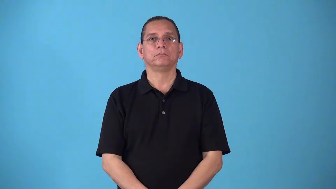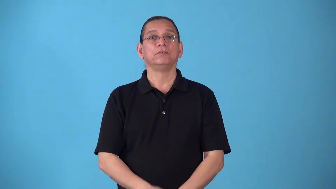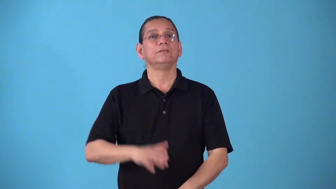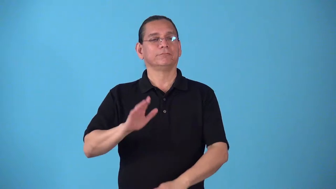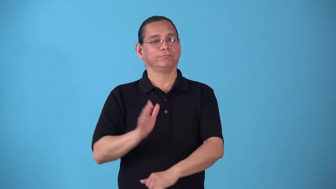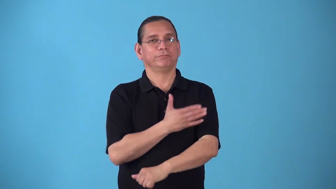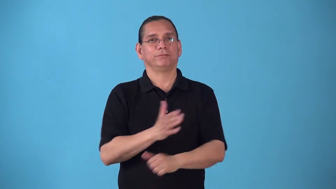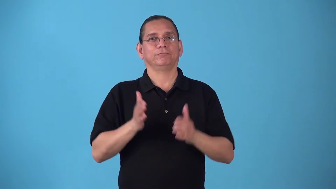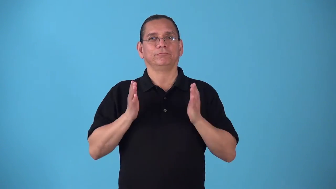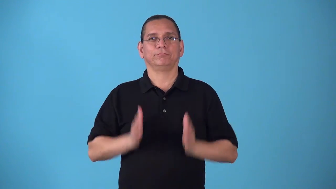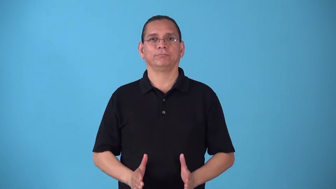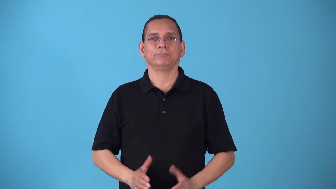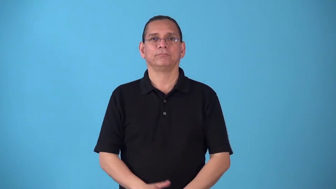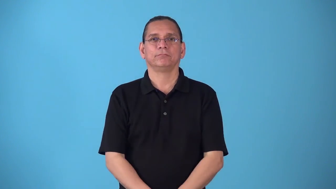singer,balladeer,songster,crooner,caroler